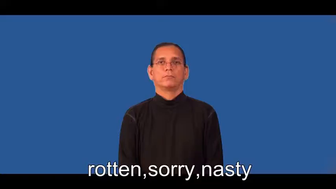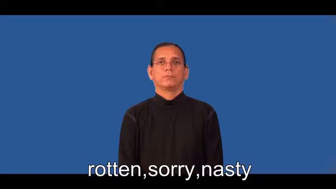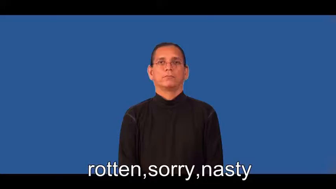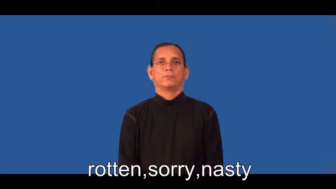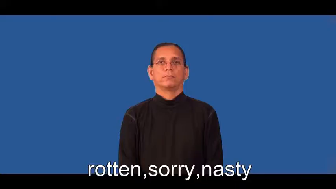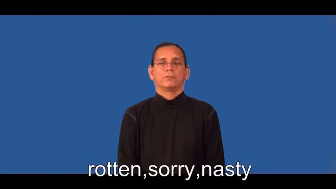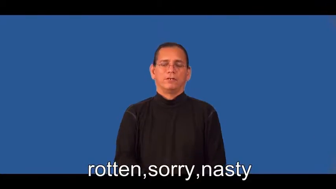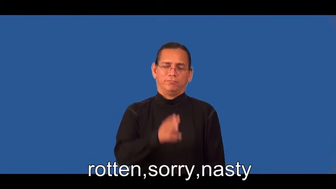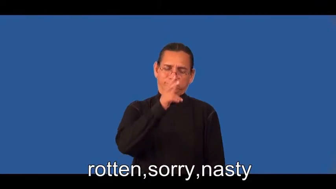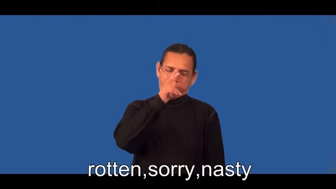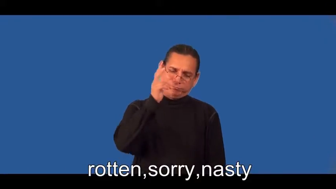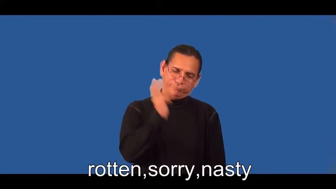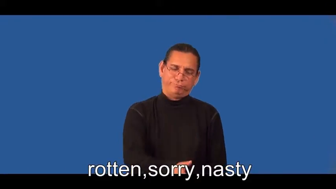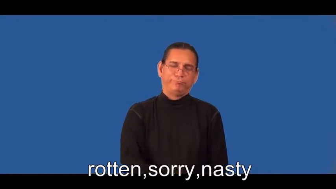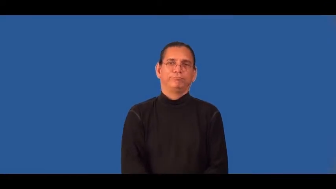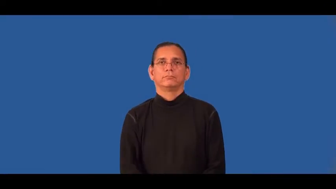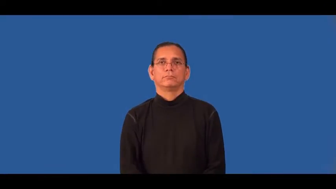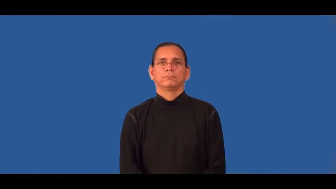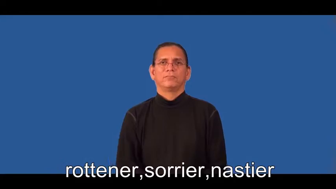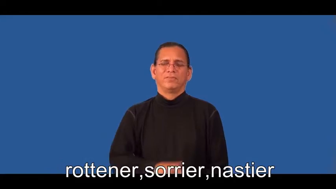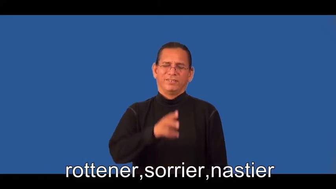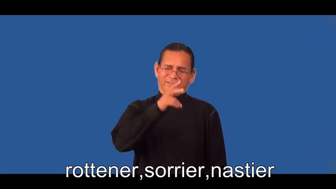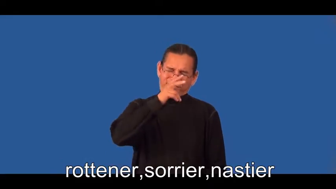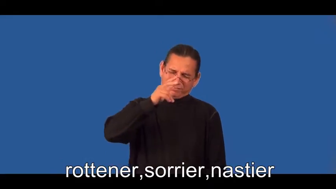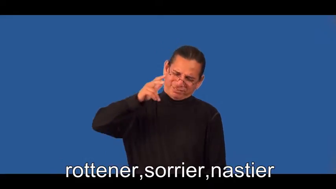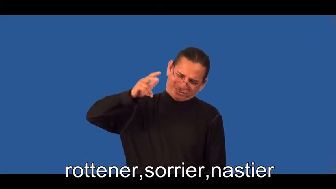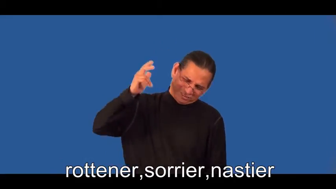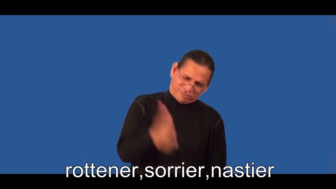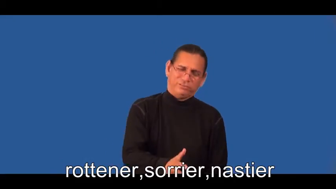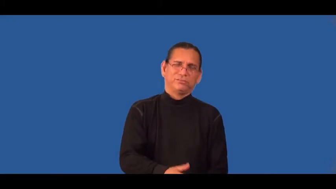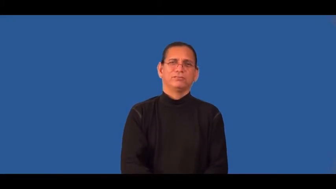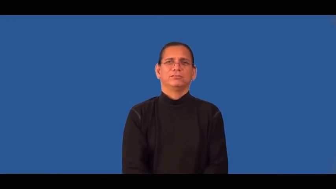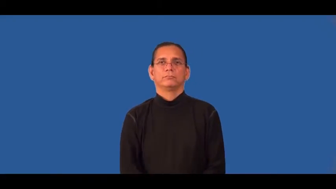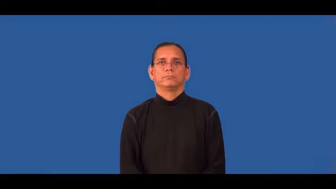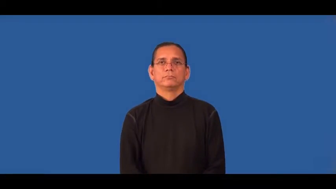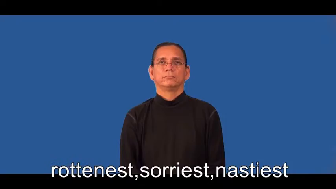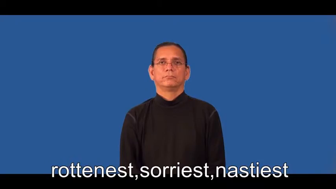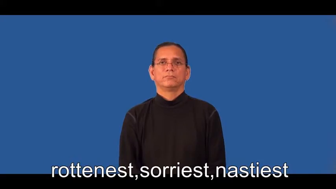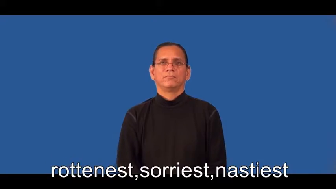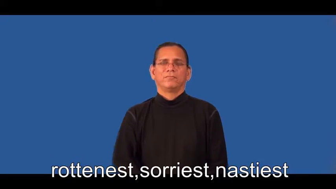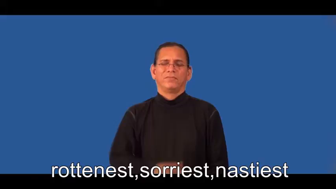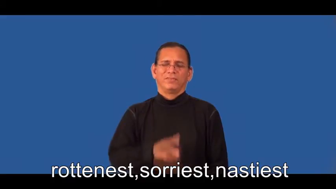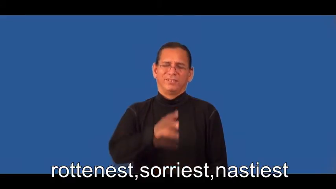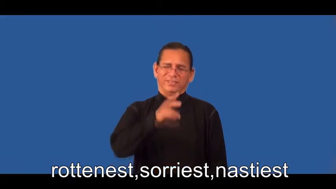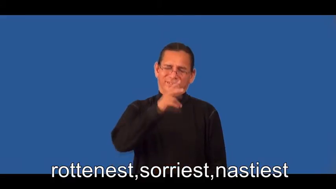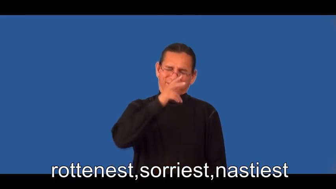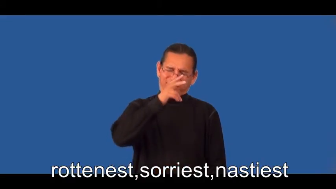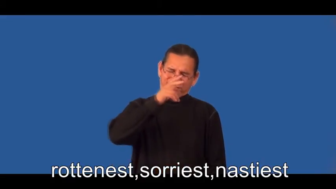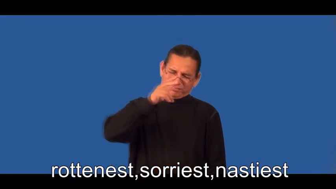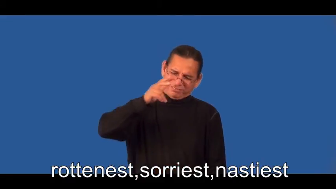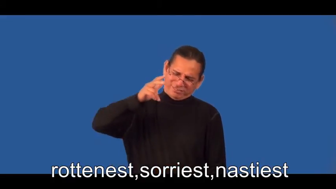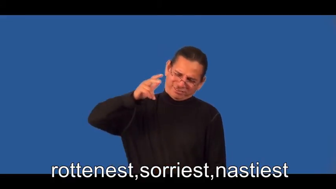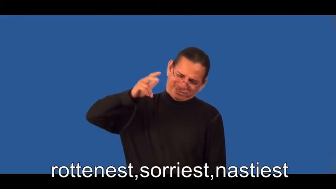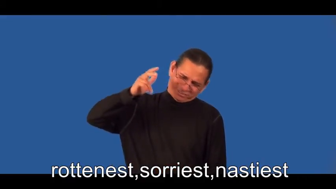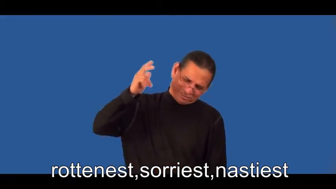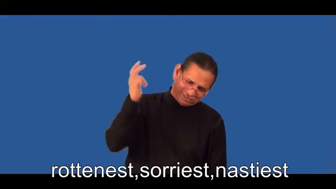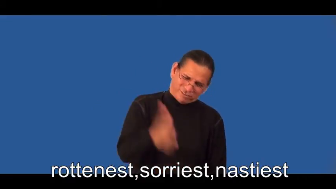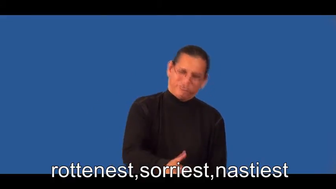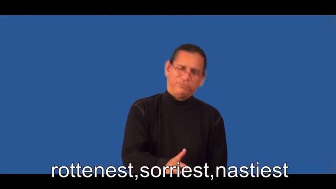rottener,sorrier,nastier,rottenest,sorriest,nastiest